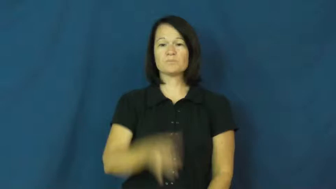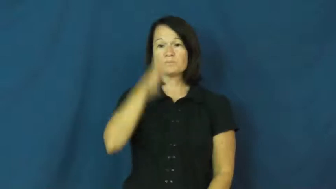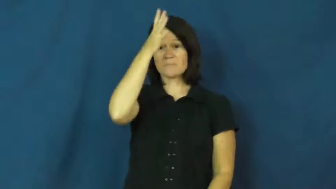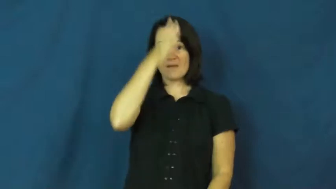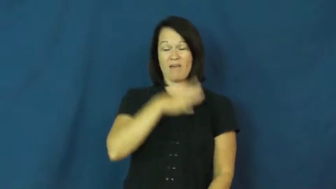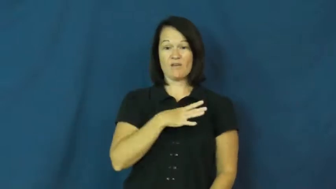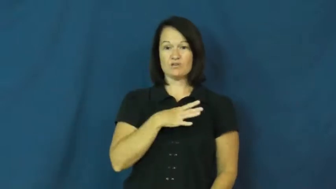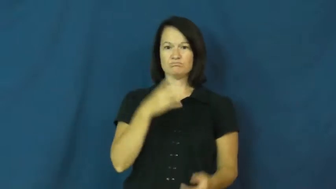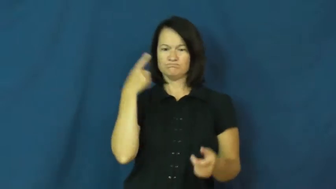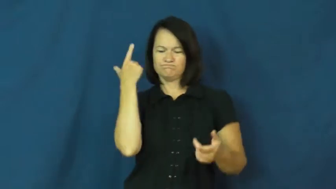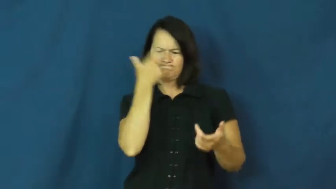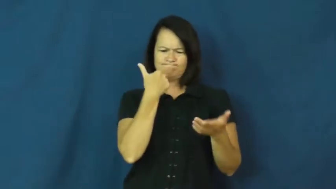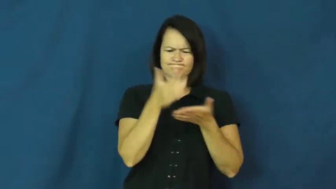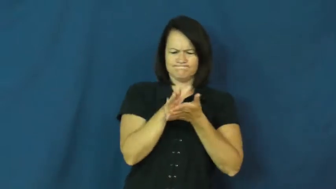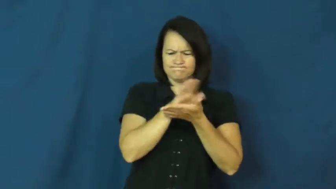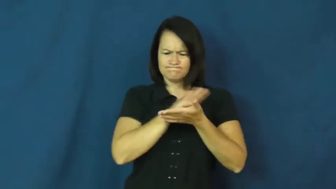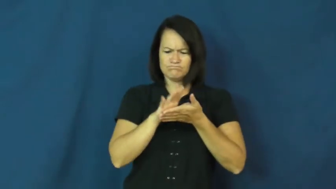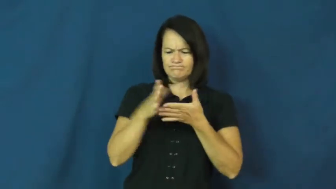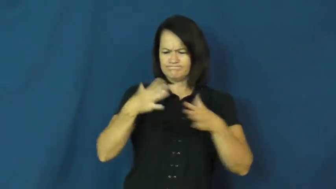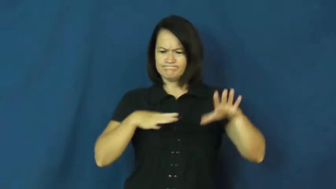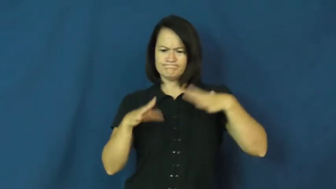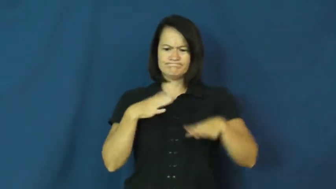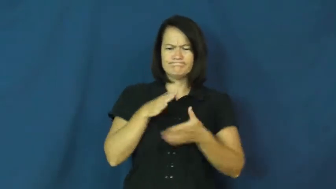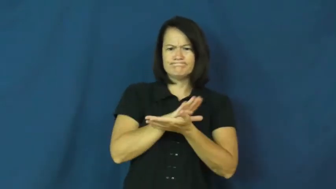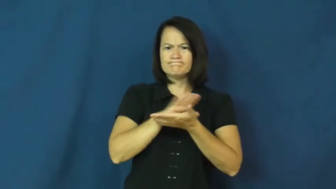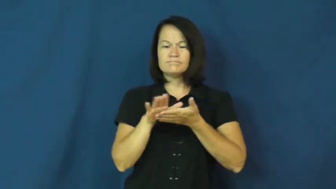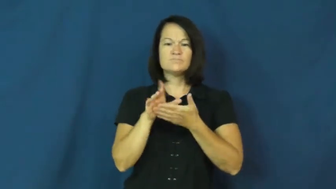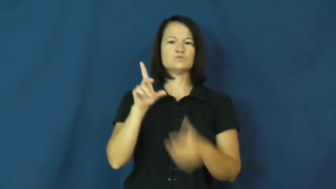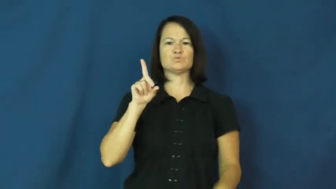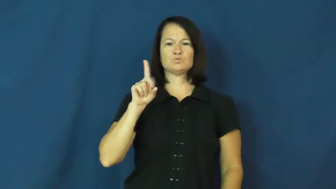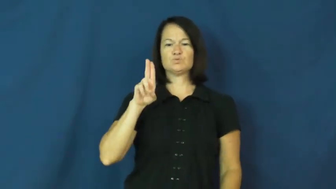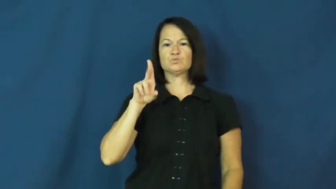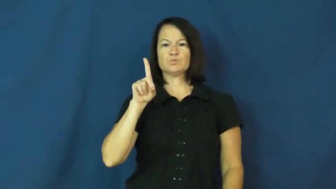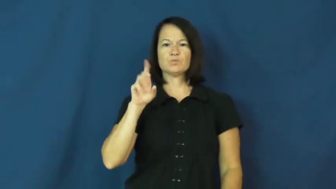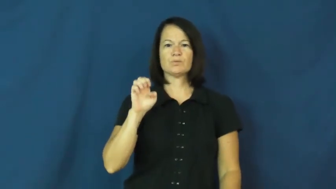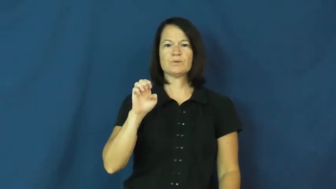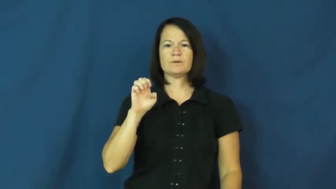dude